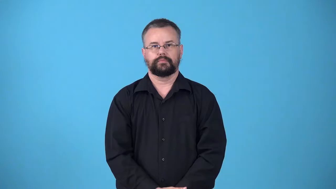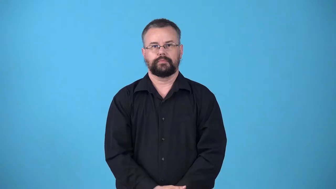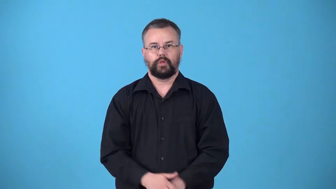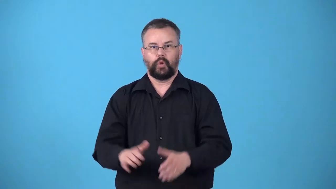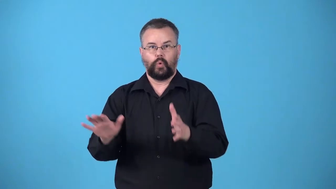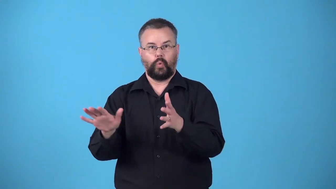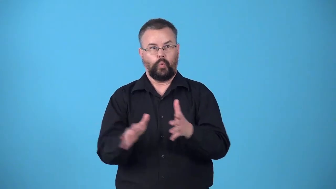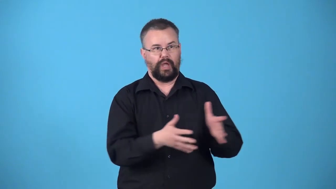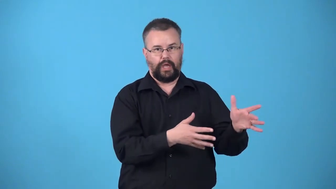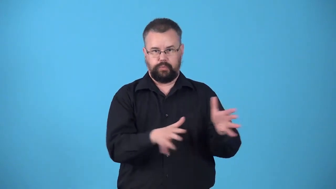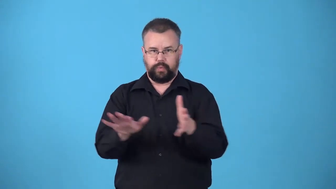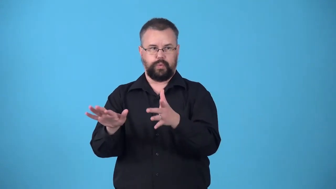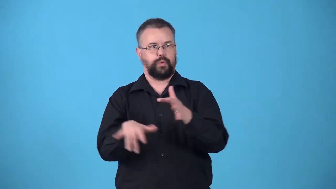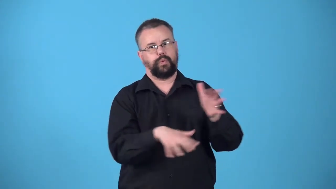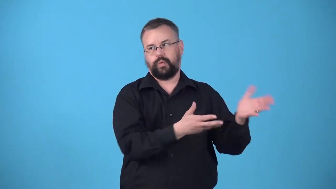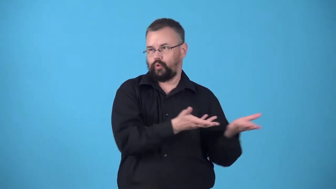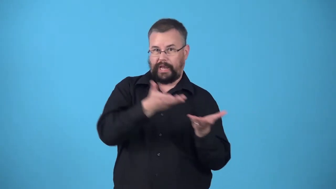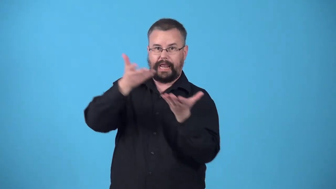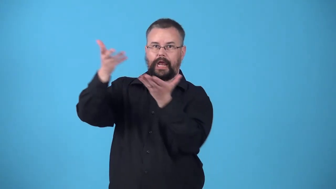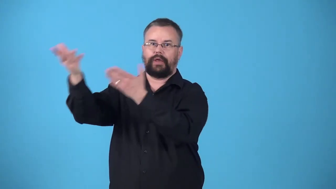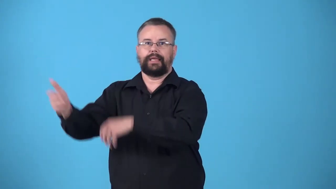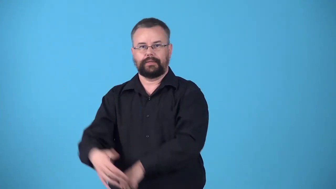windblown